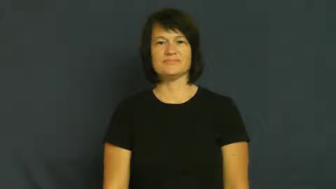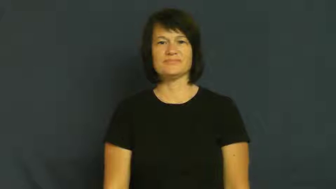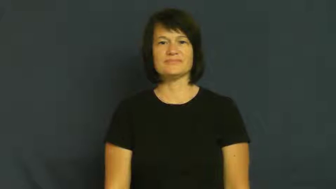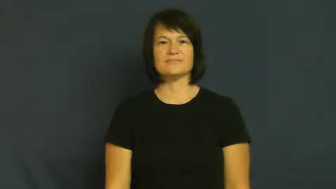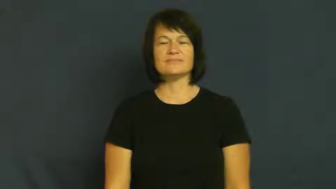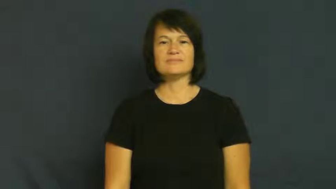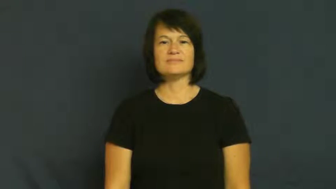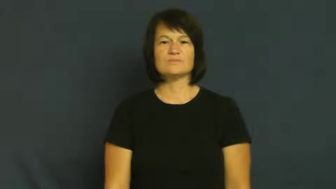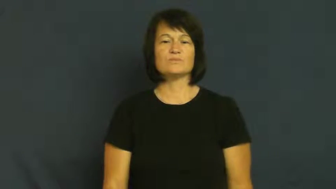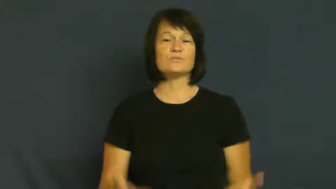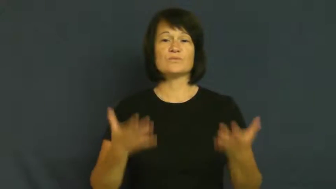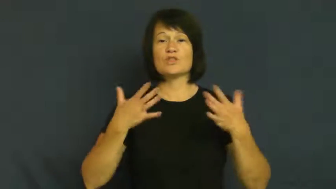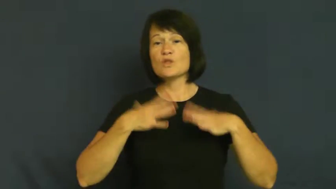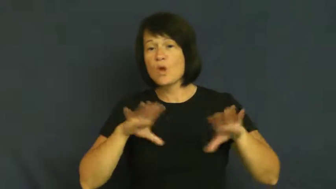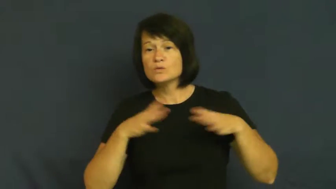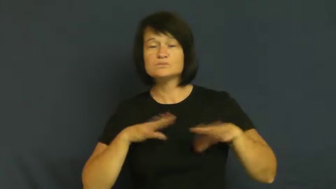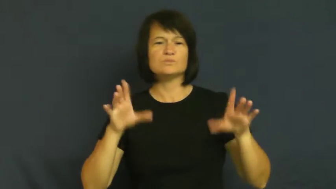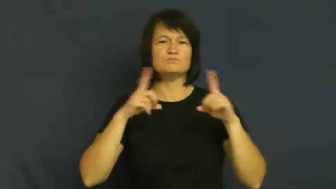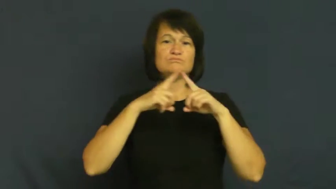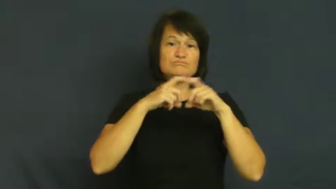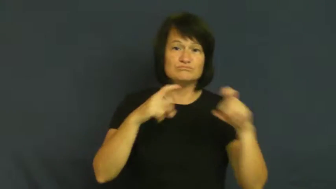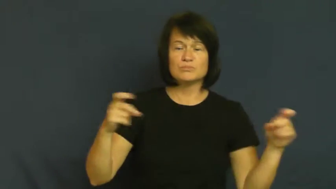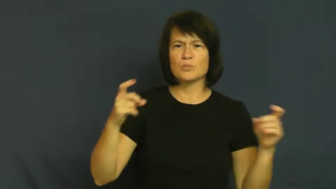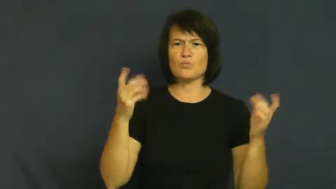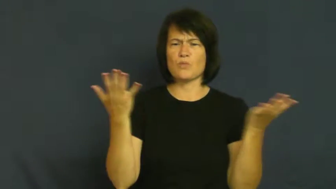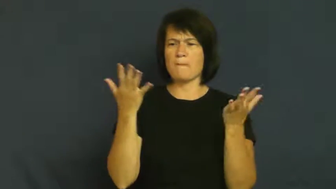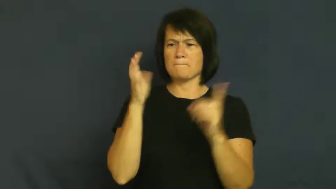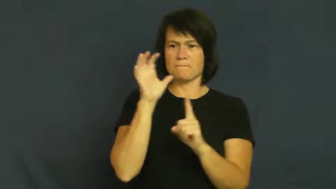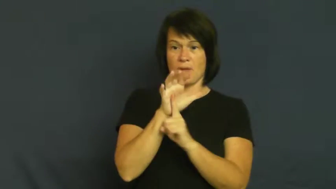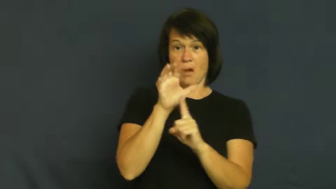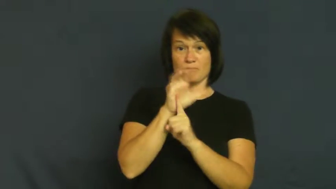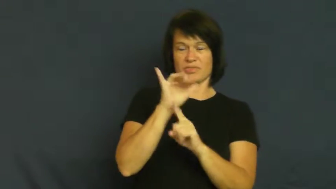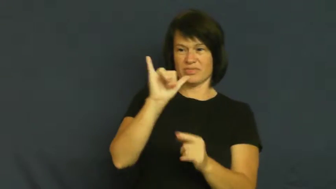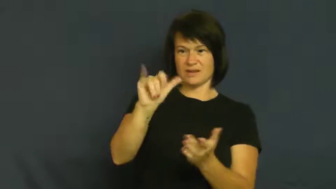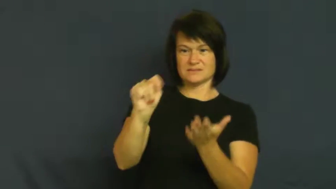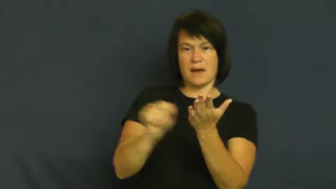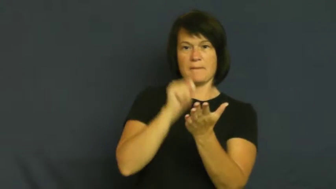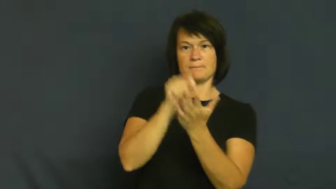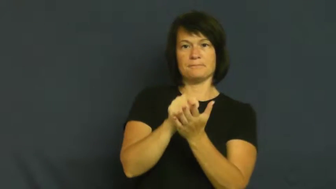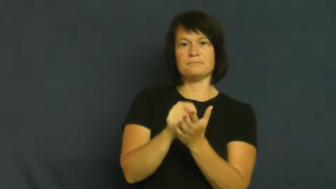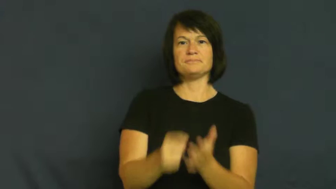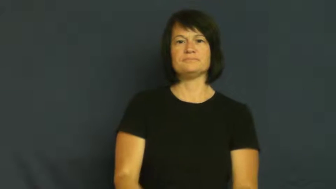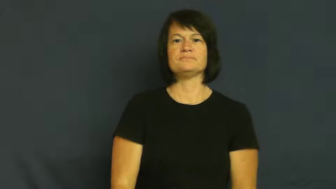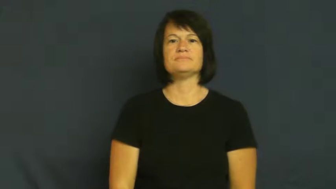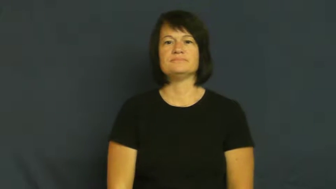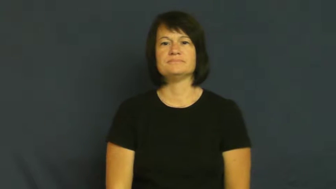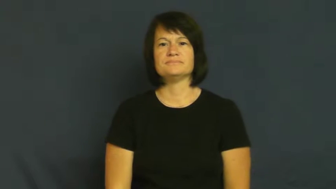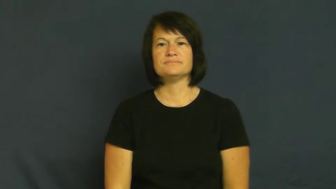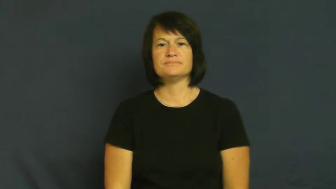fashionable